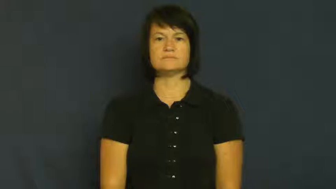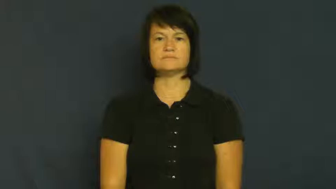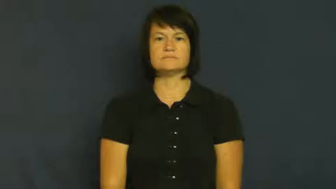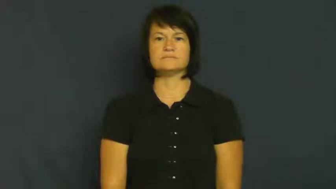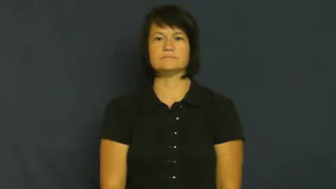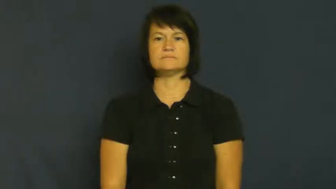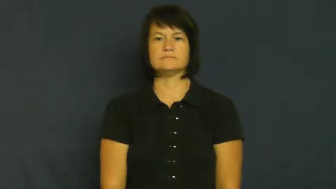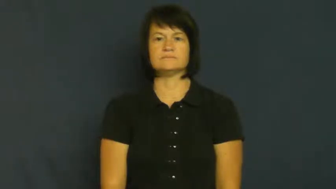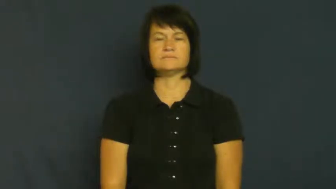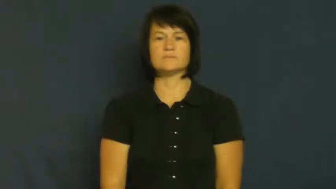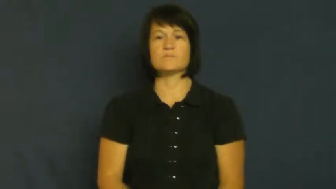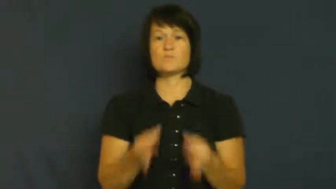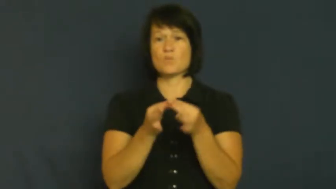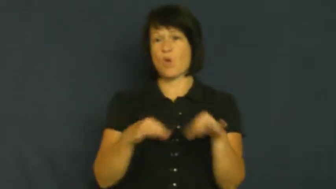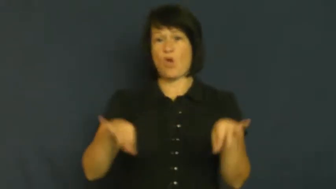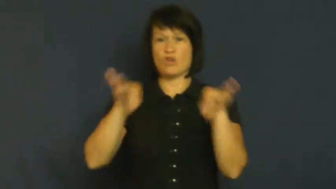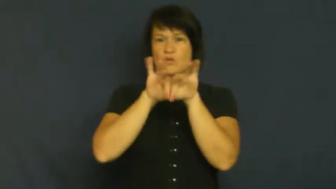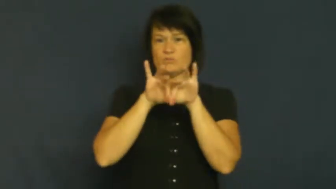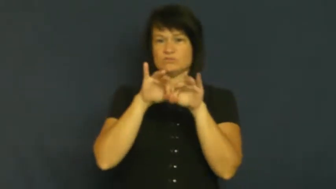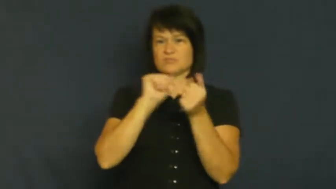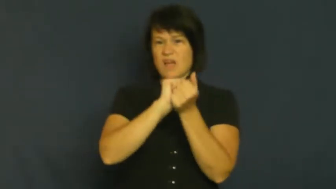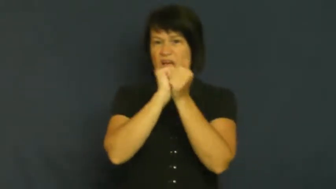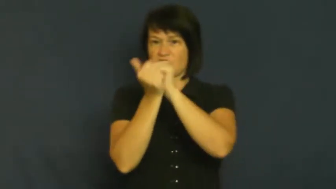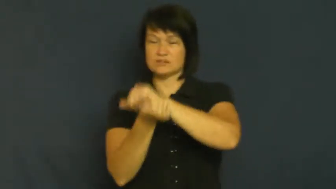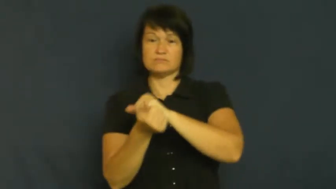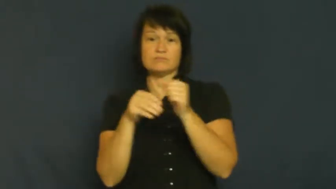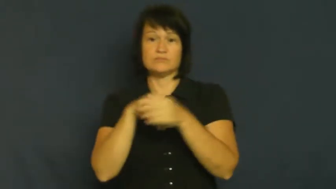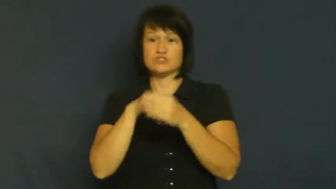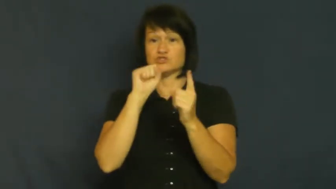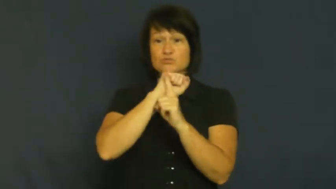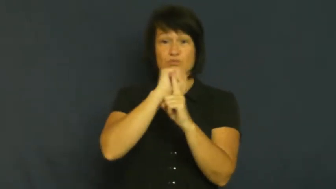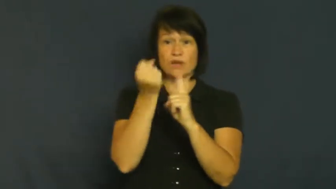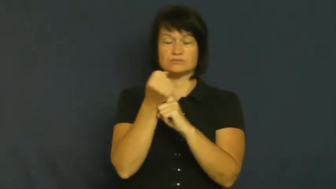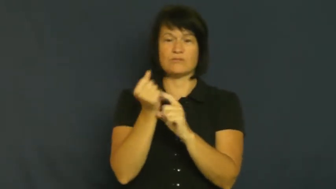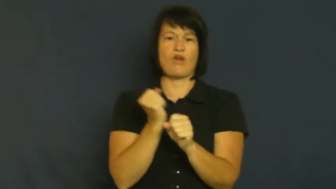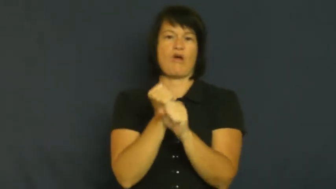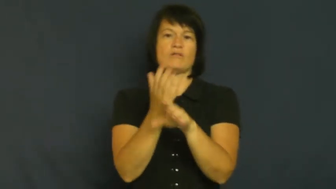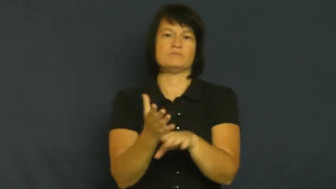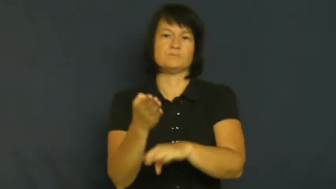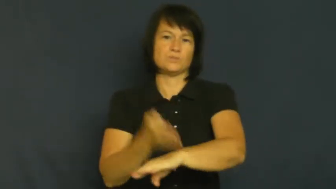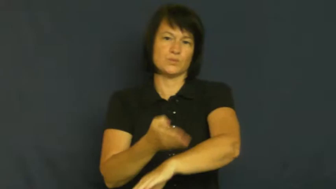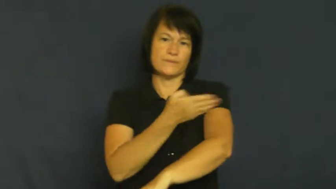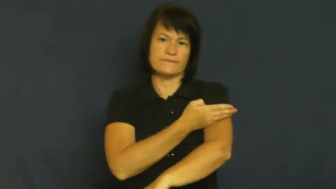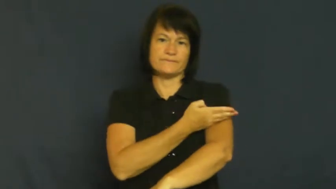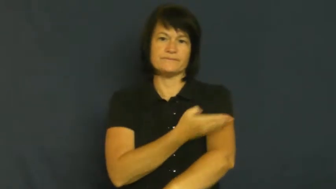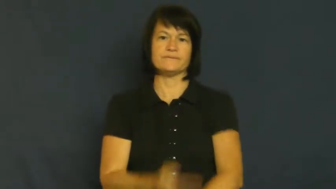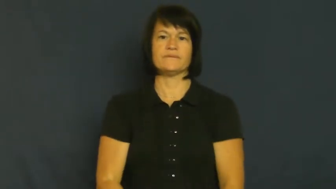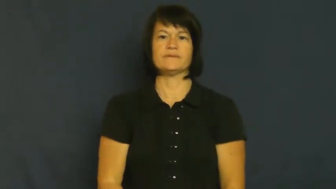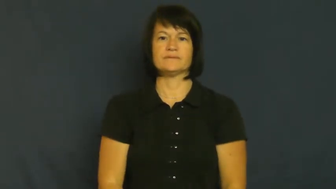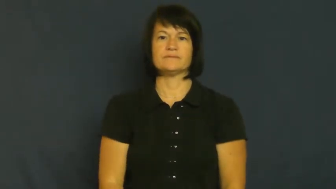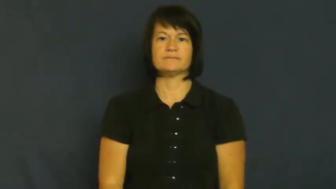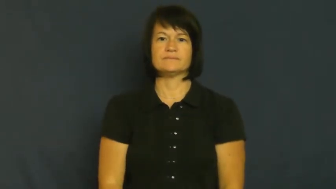turnaround-change